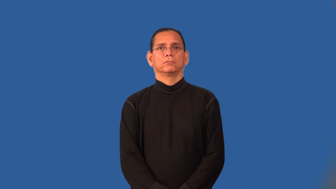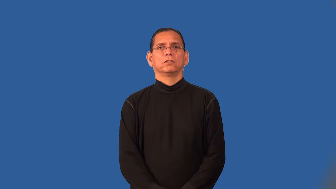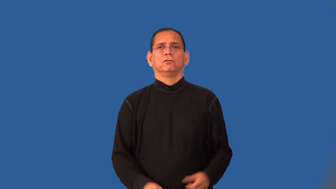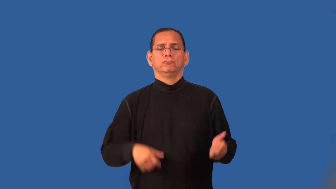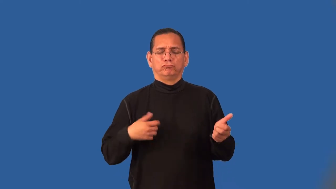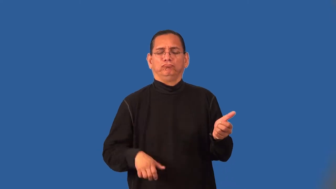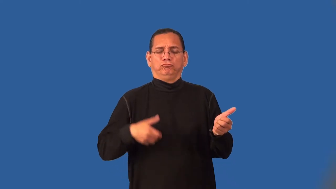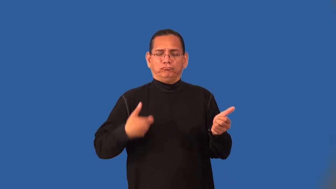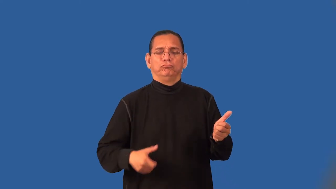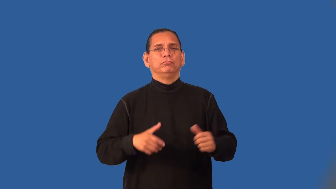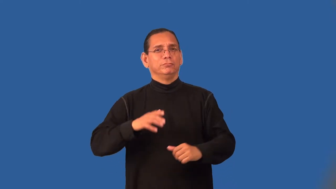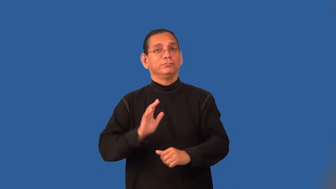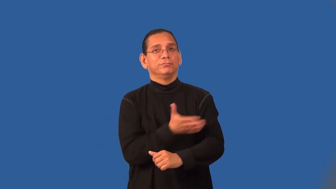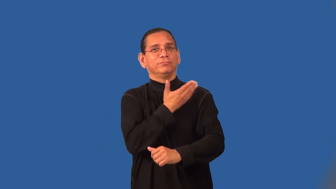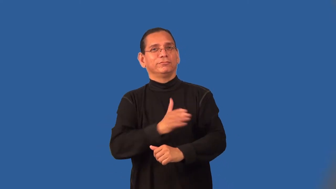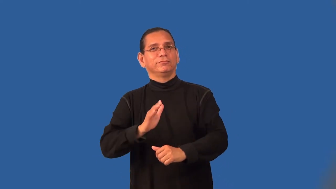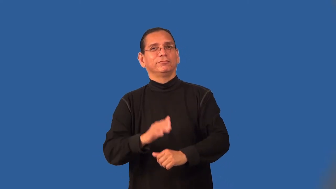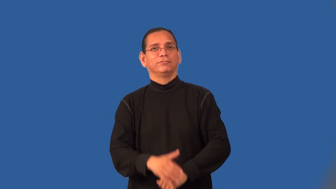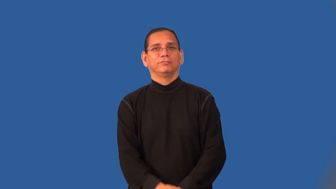rock-music